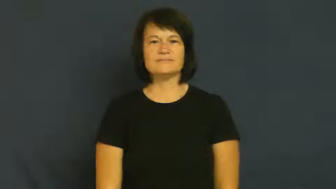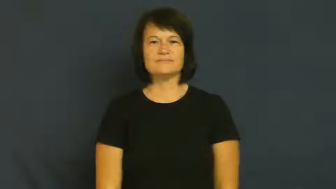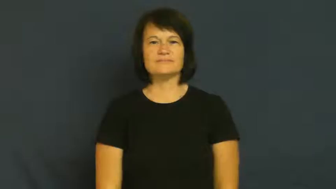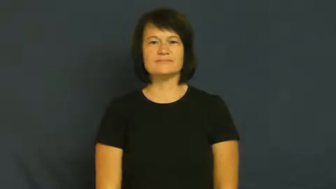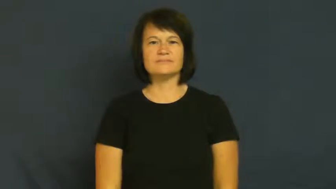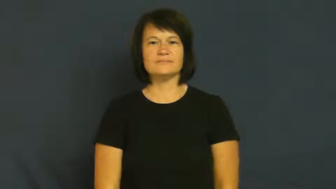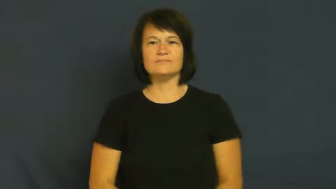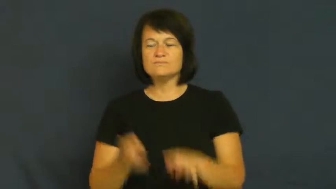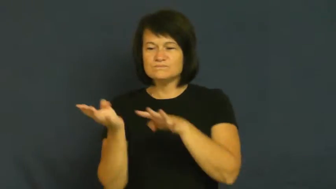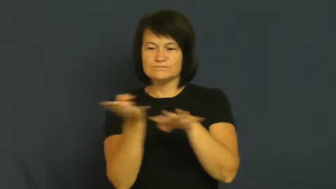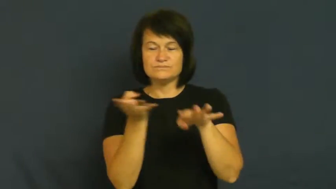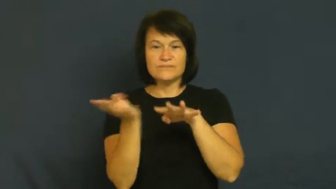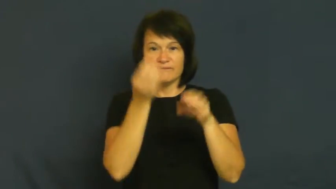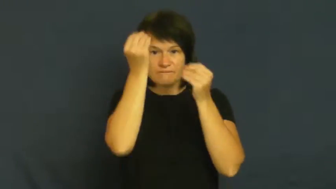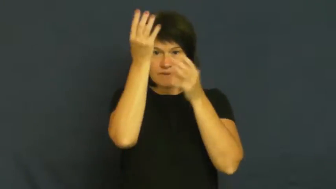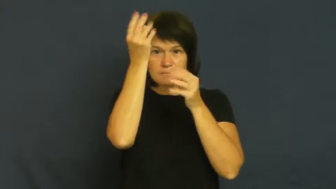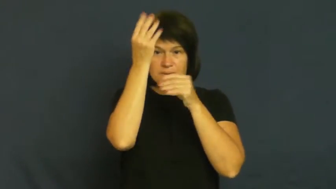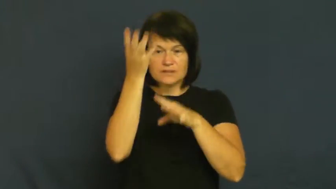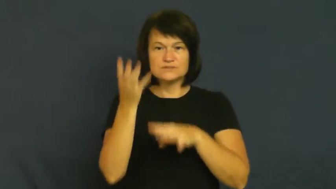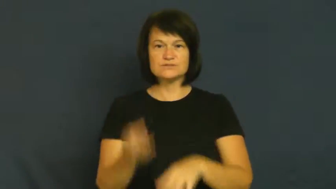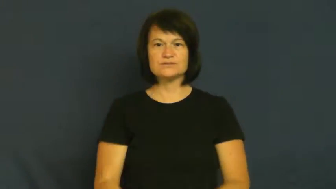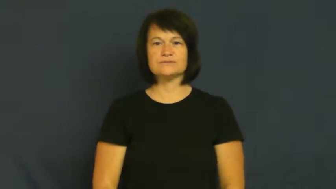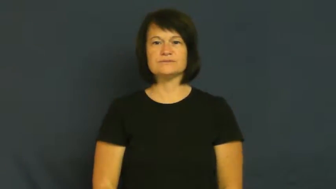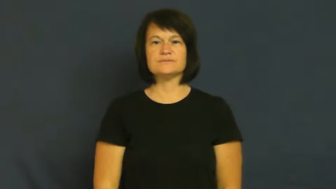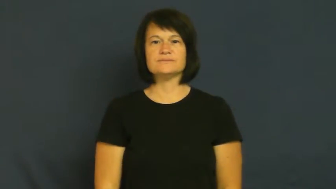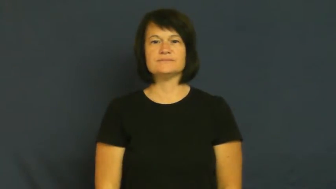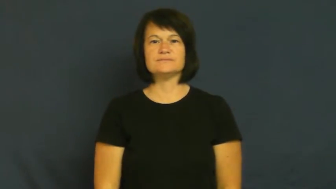feed-news